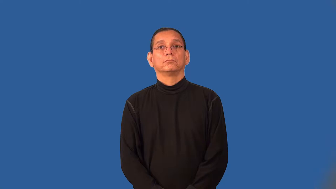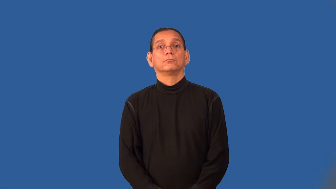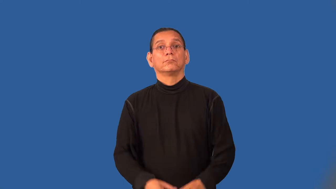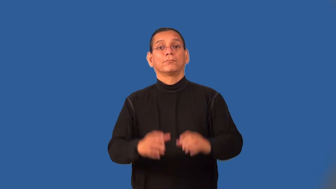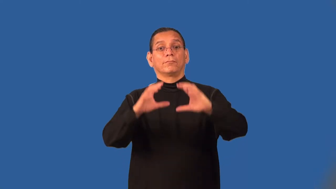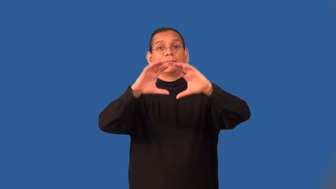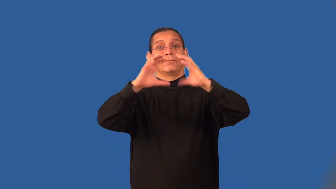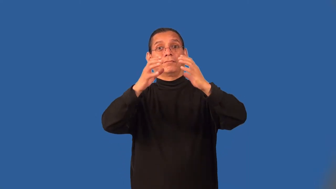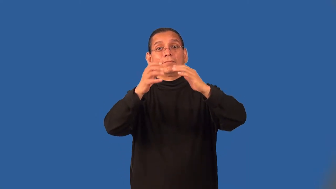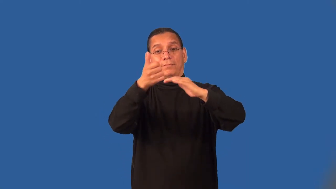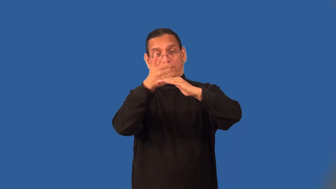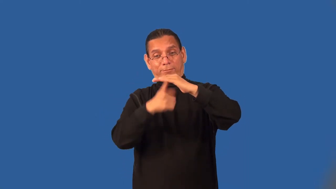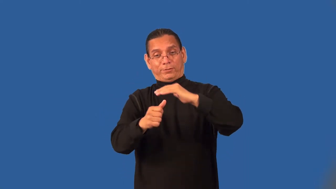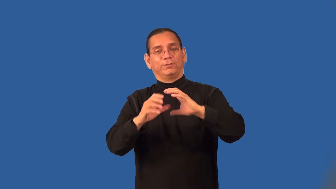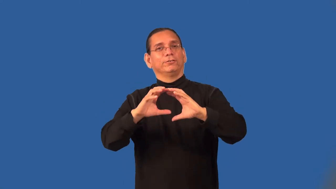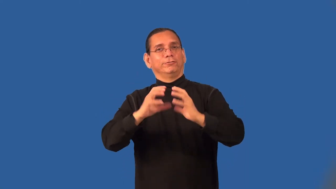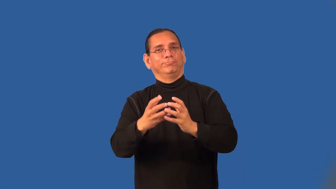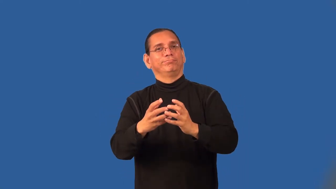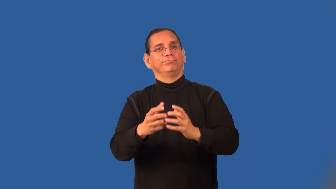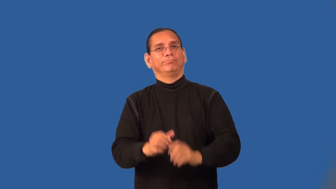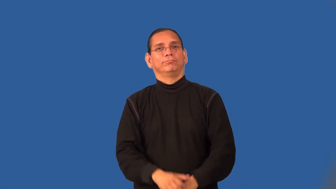subgroup